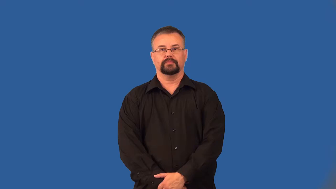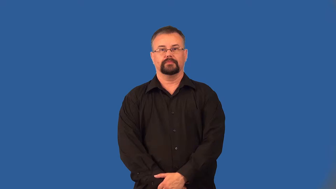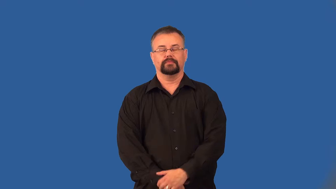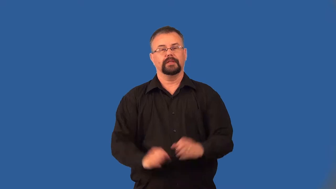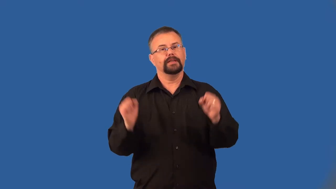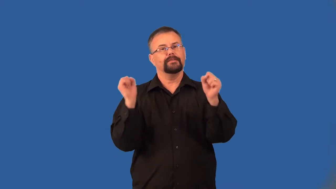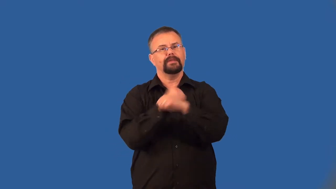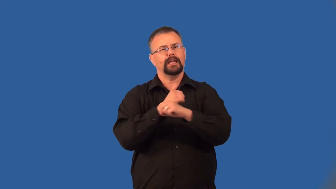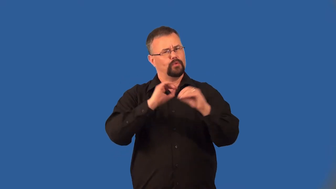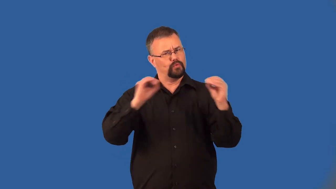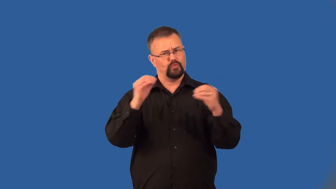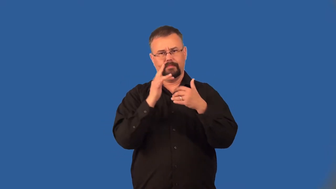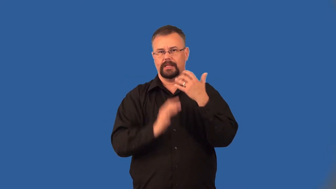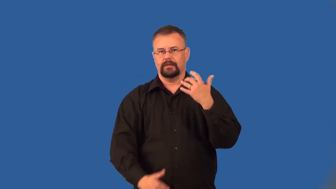bloodless-battle